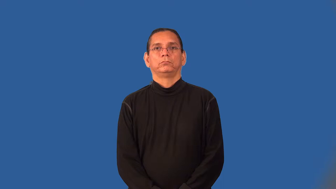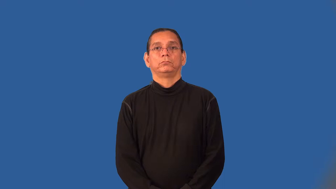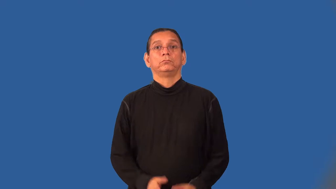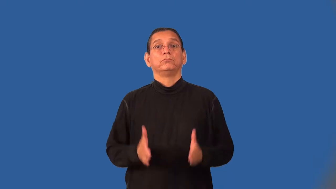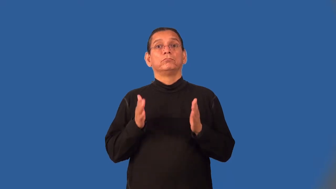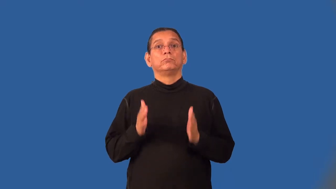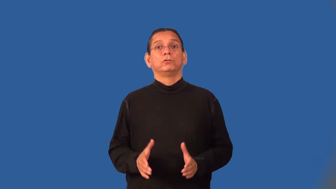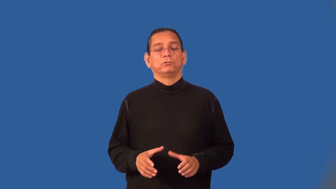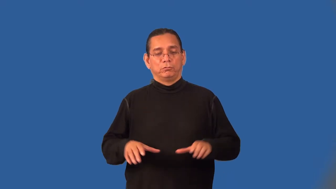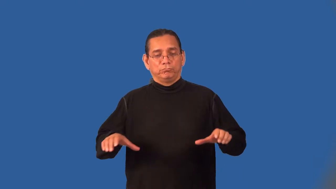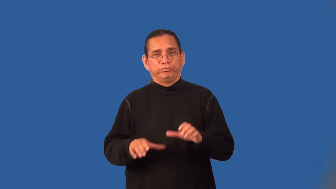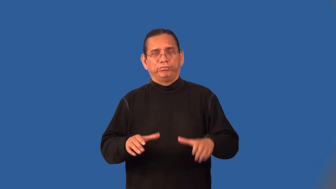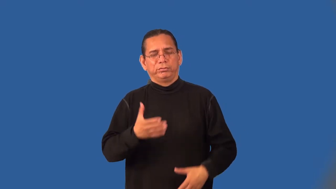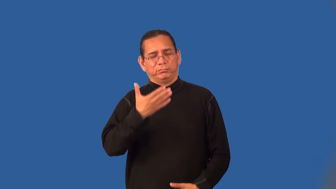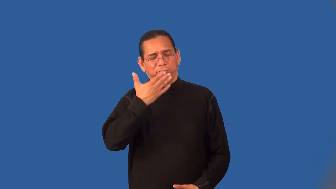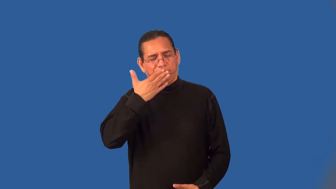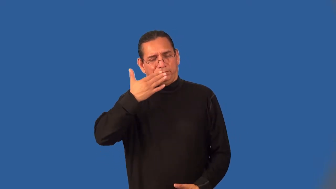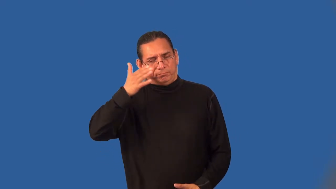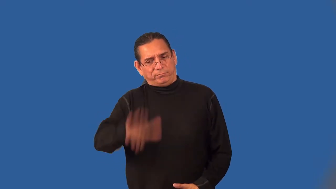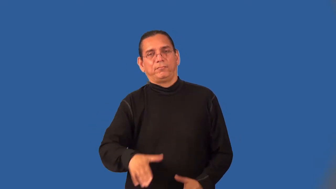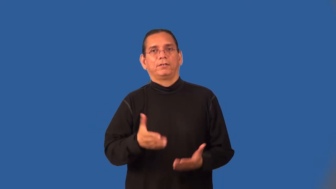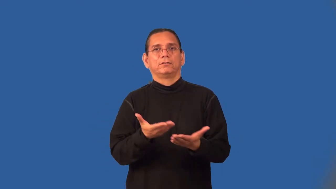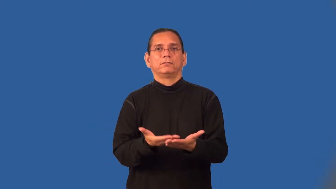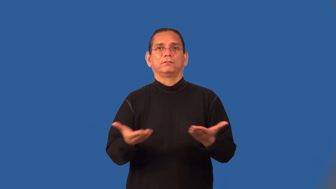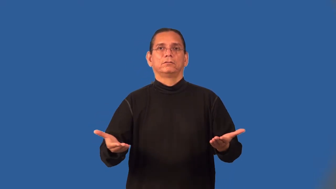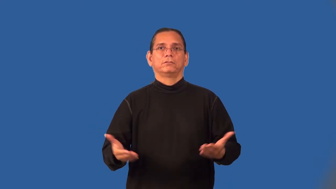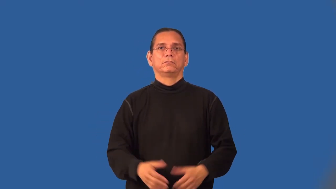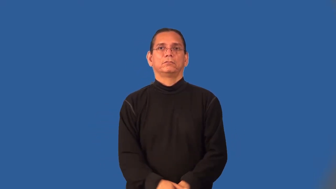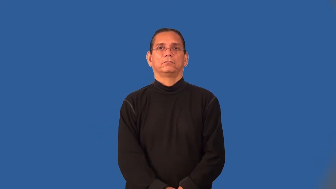evildoer